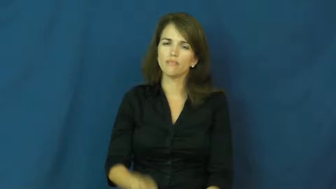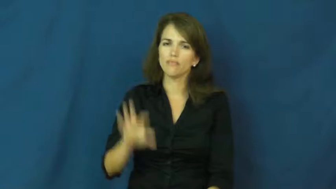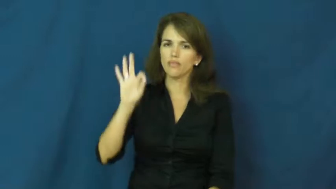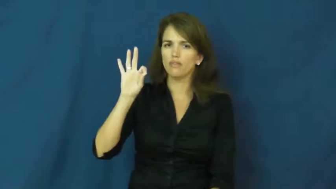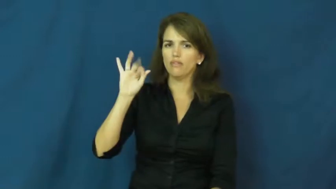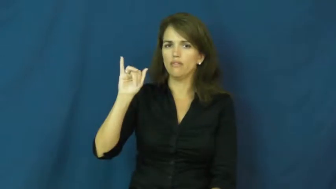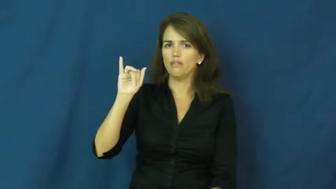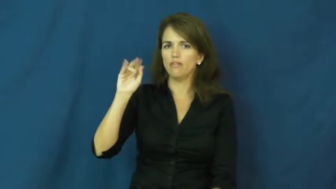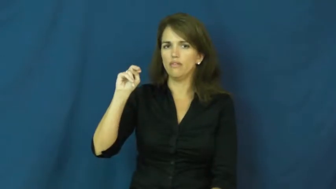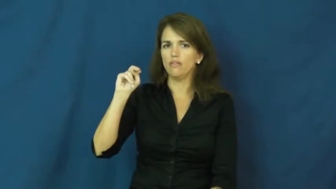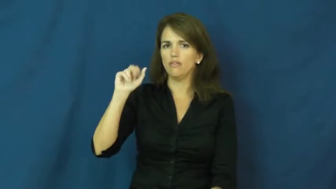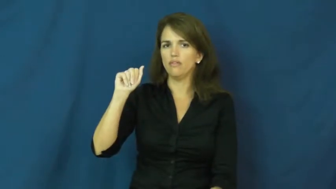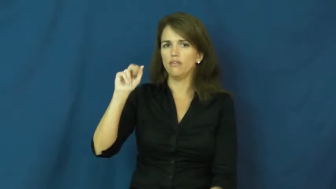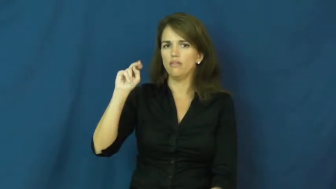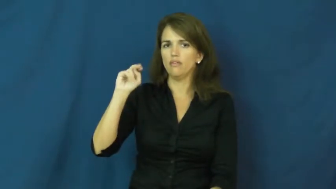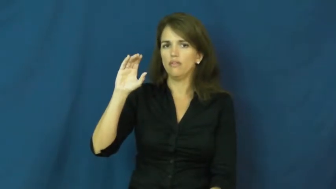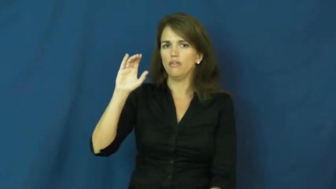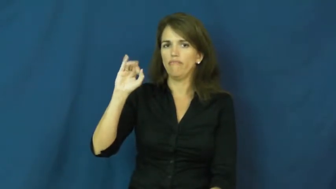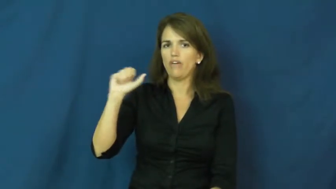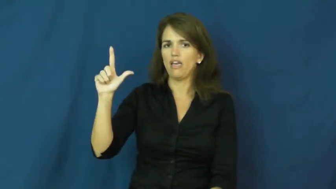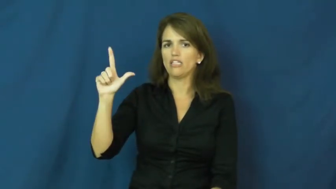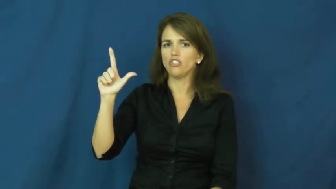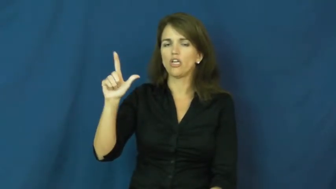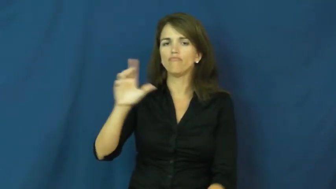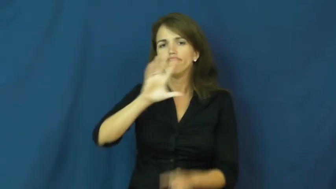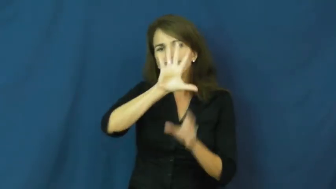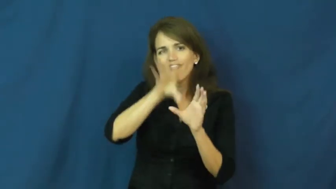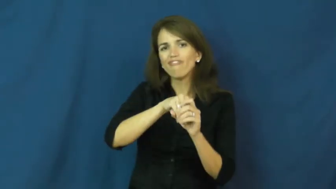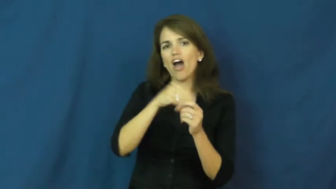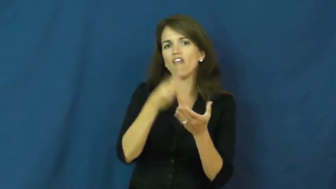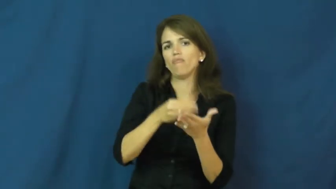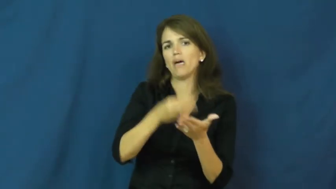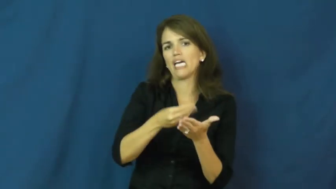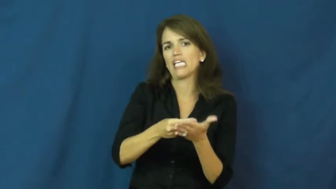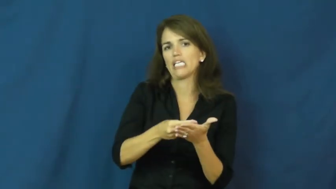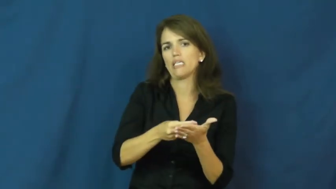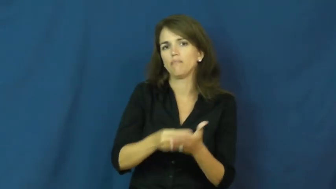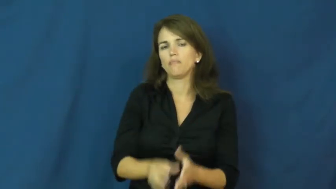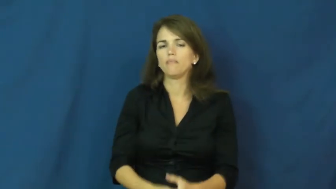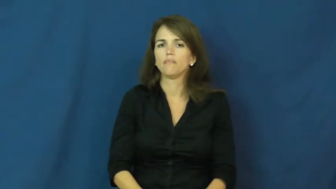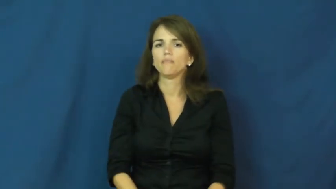financial,fiscal